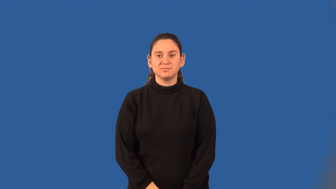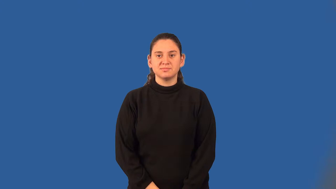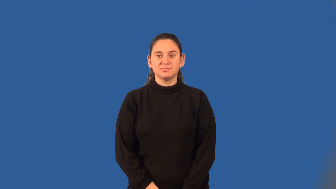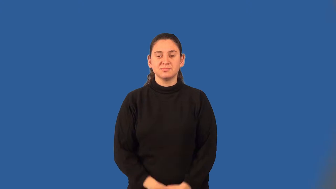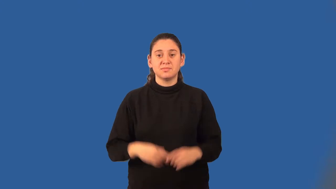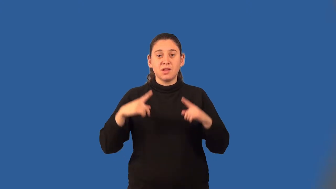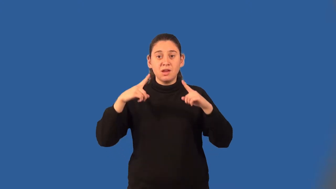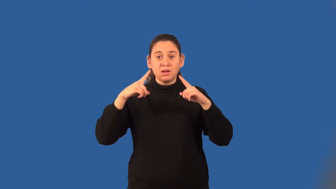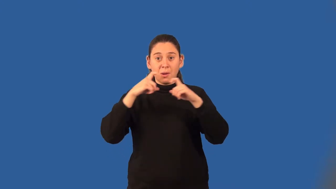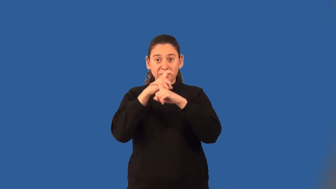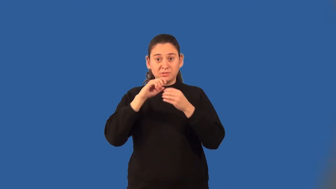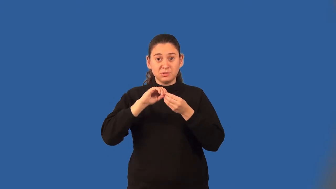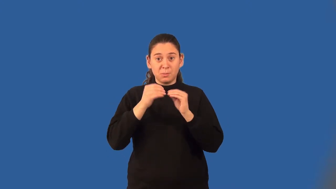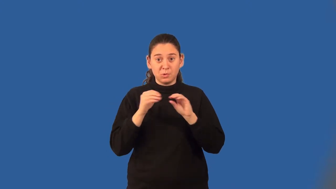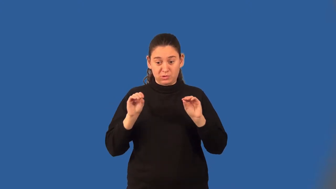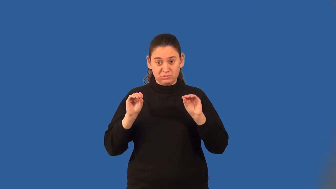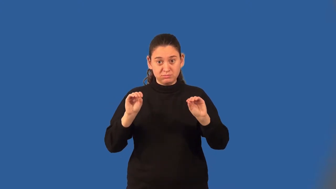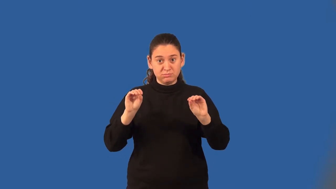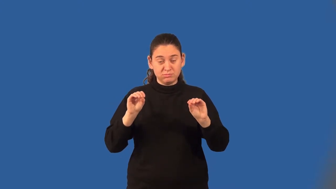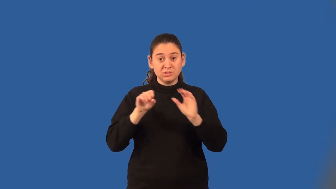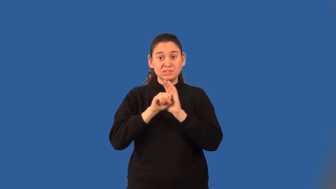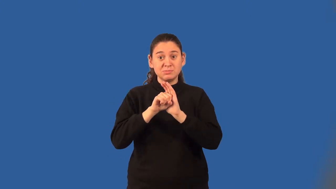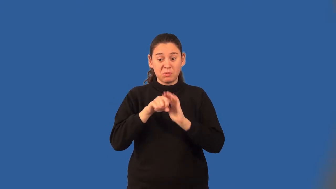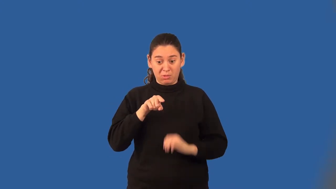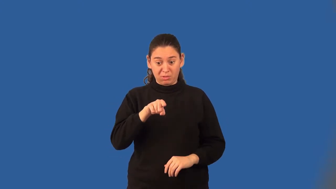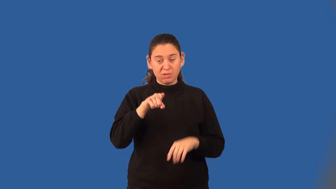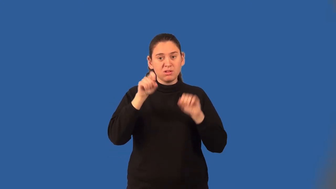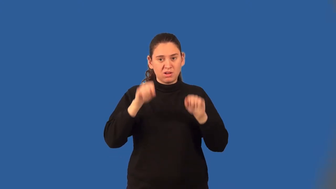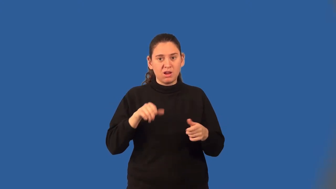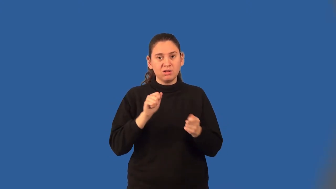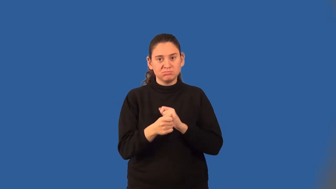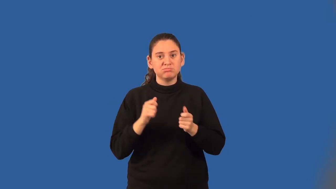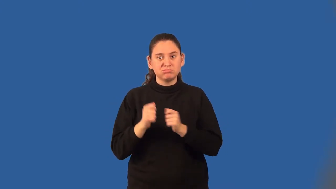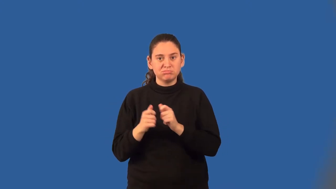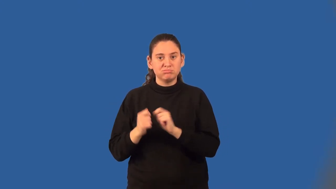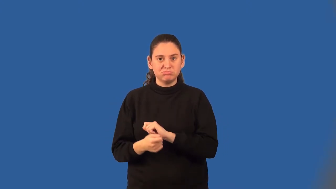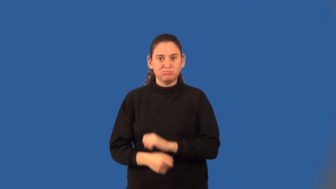conjugate of a complex number